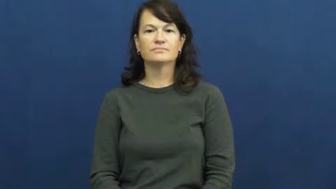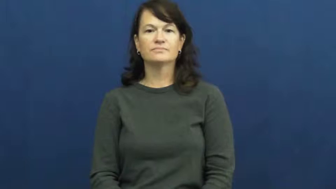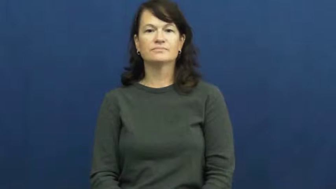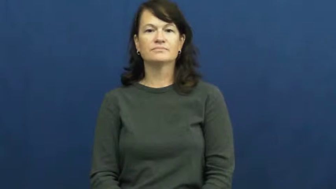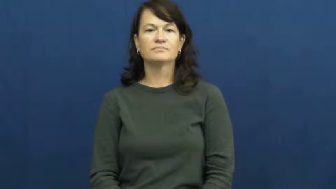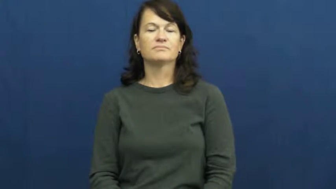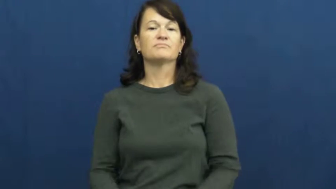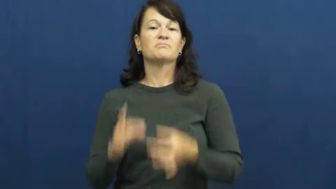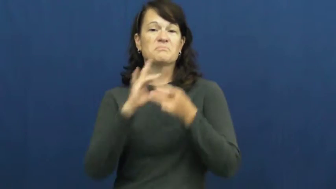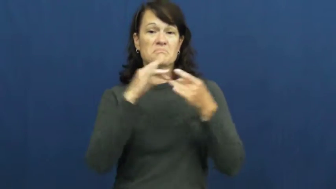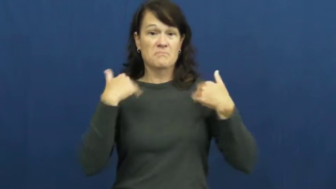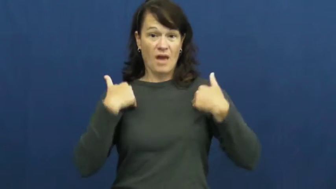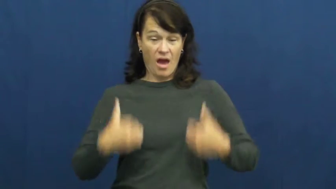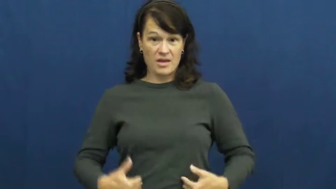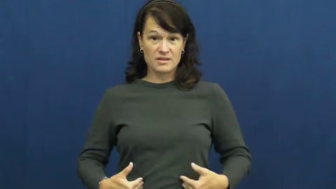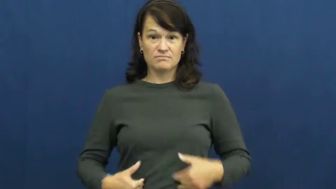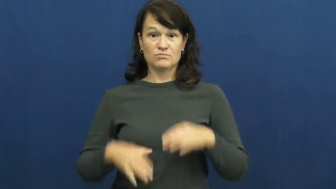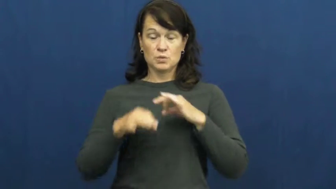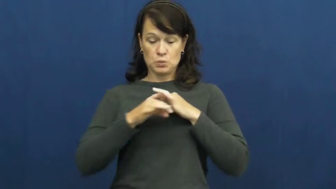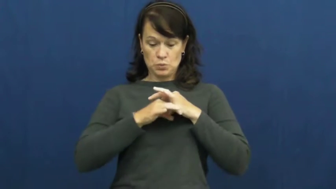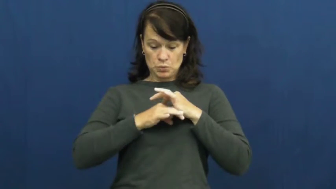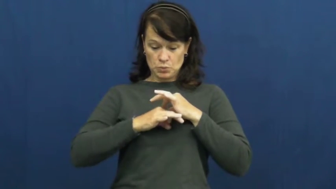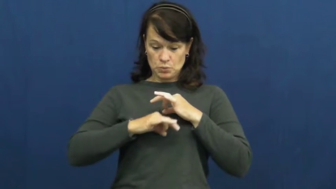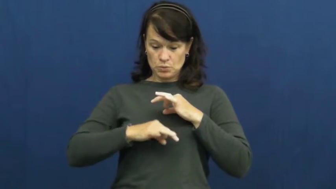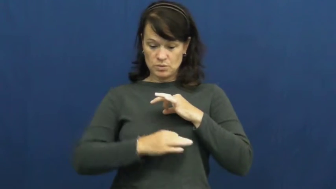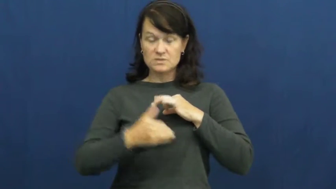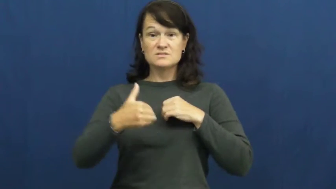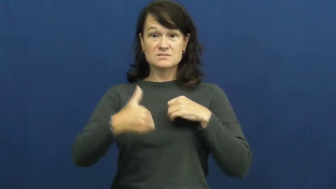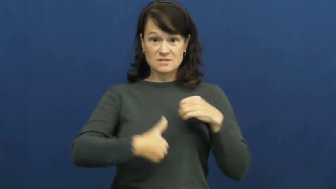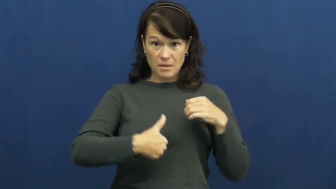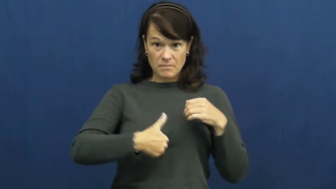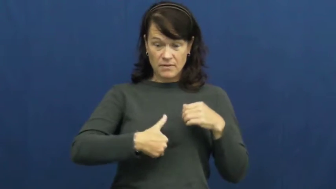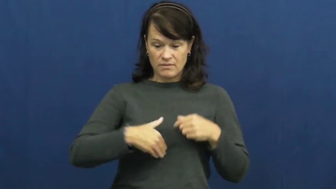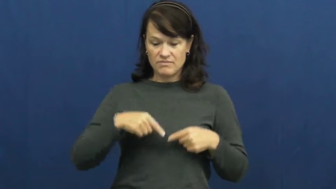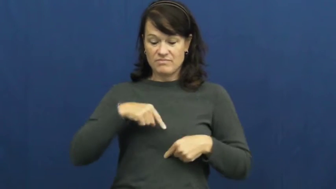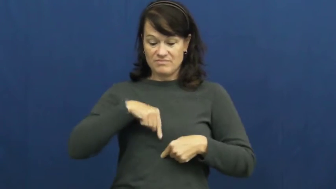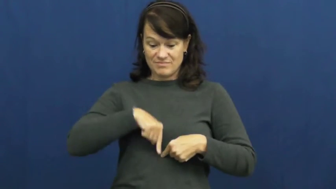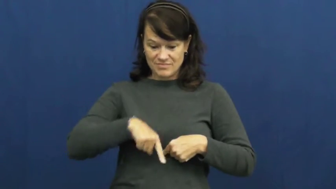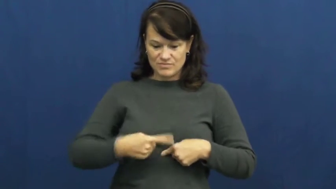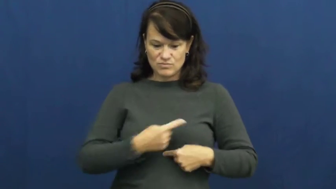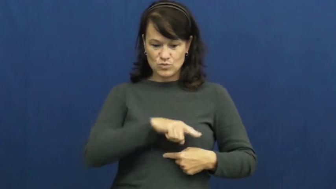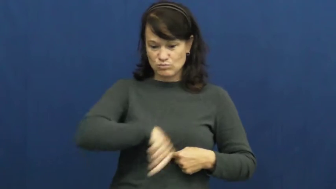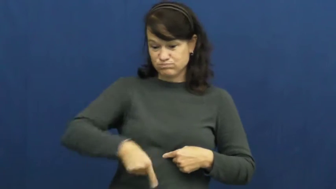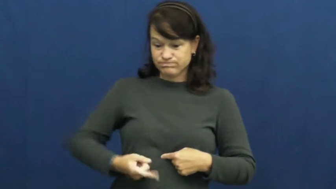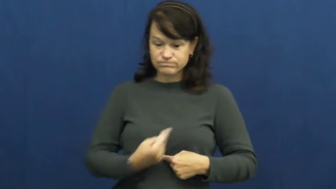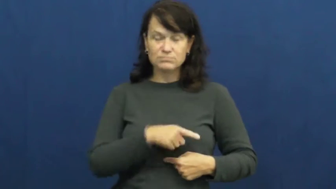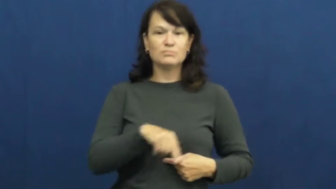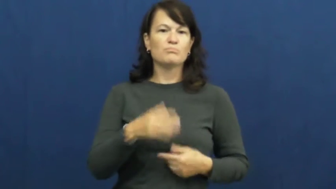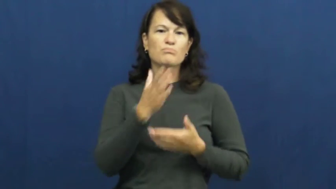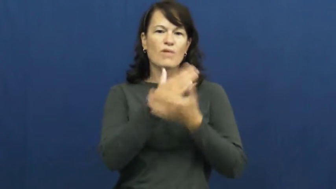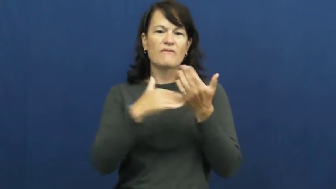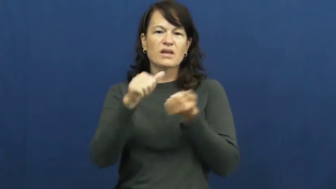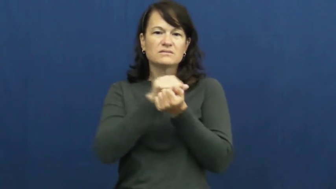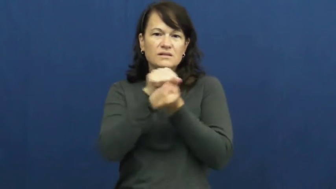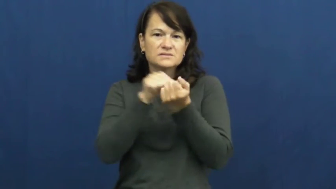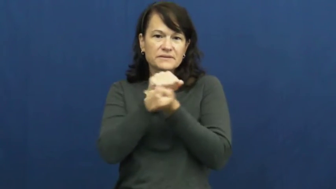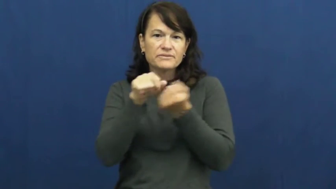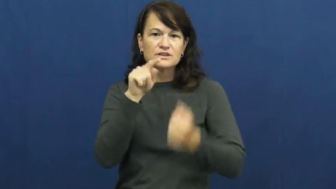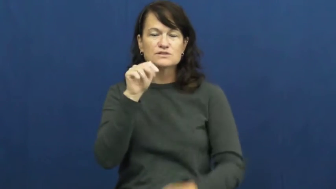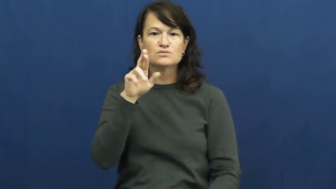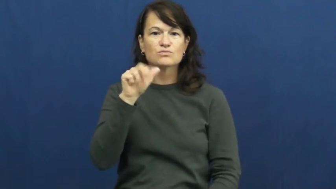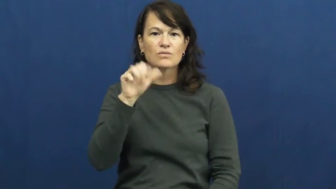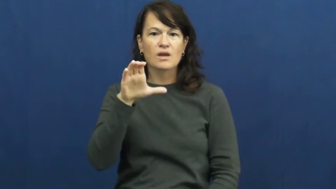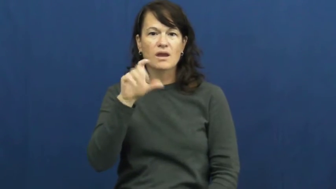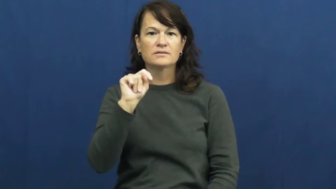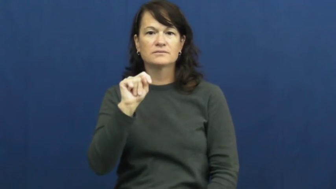tract-digestive